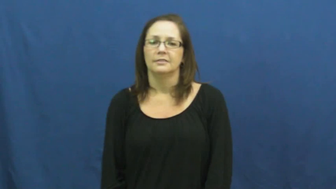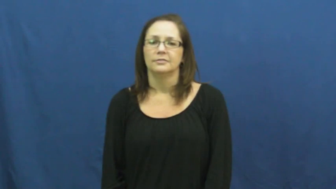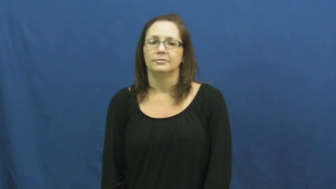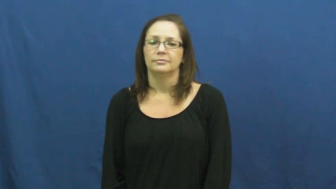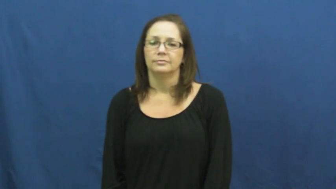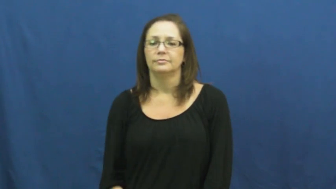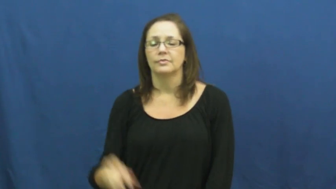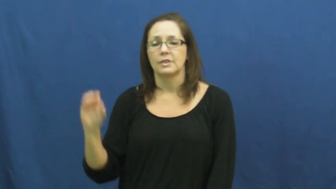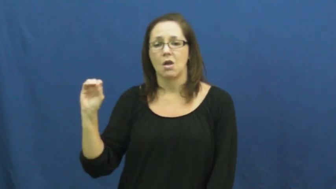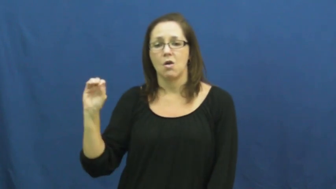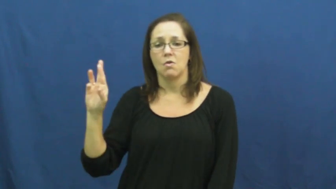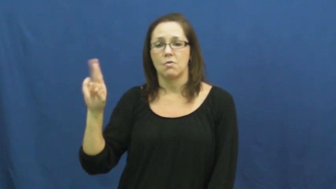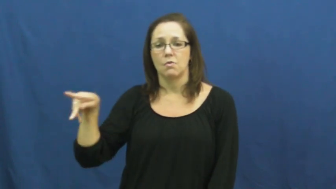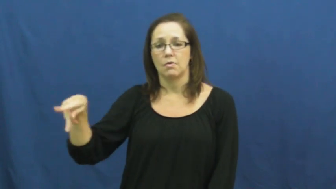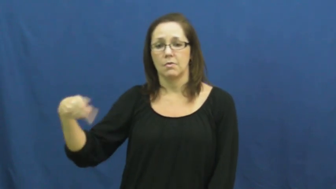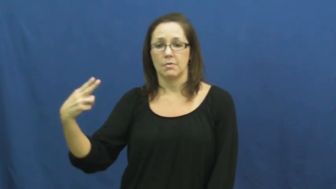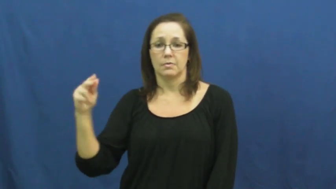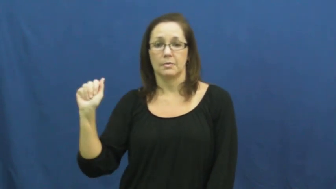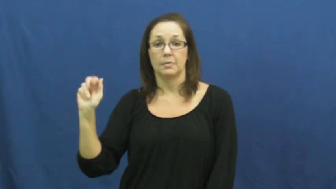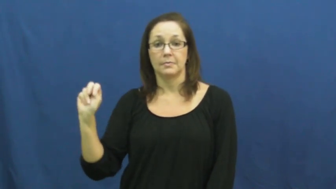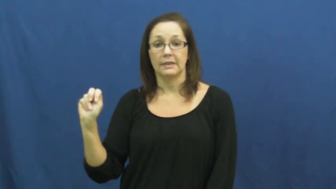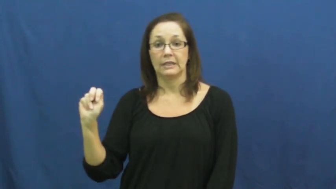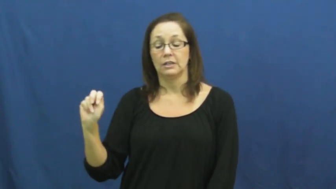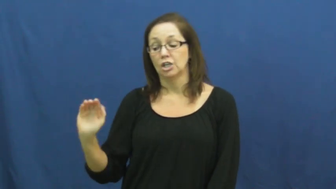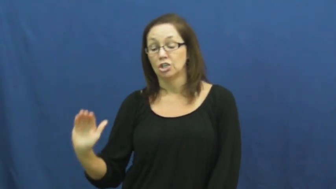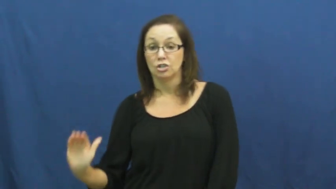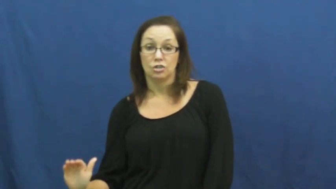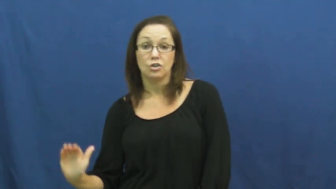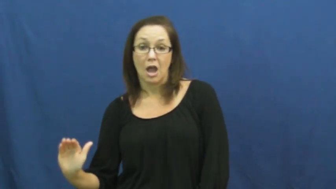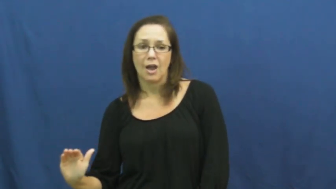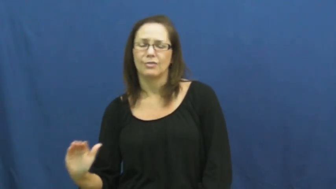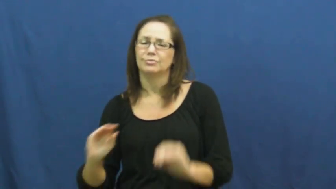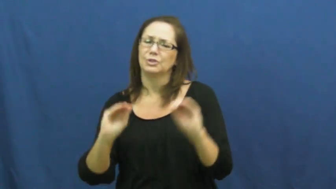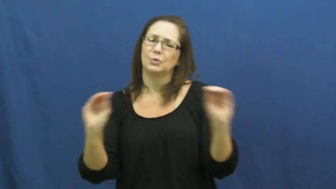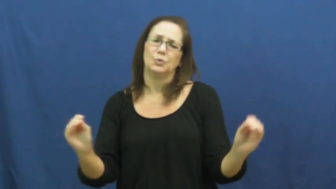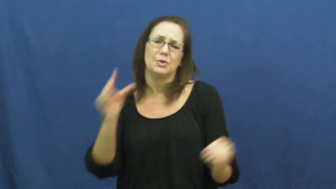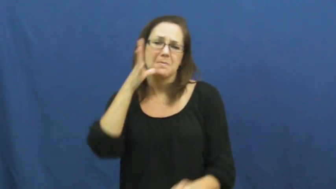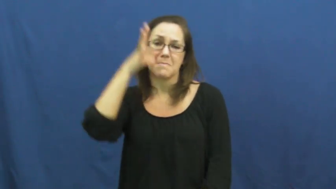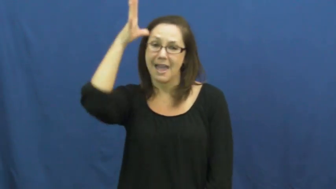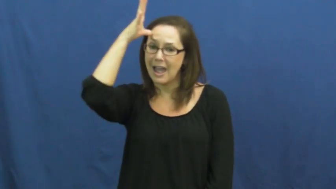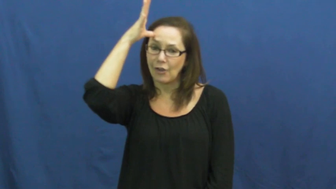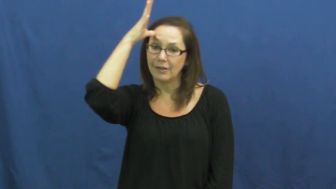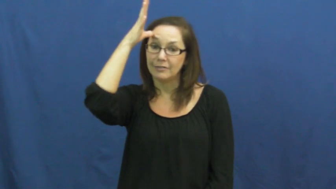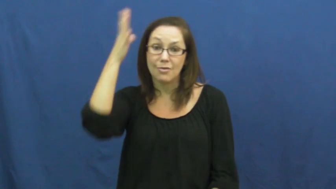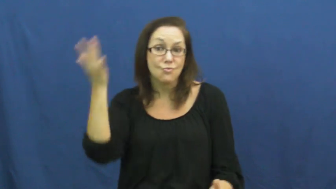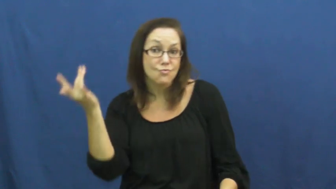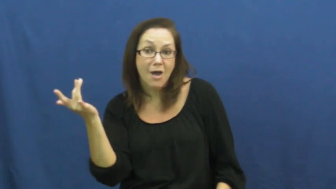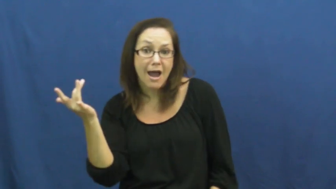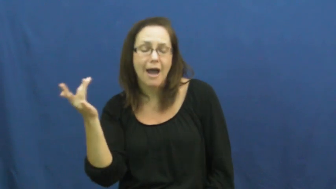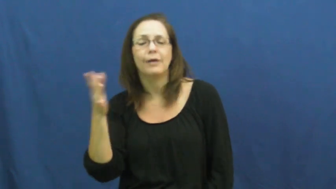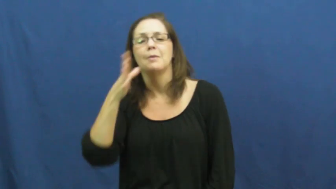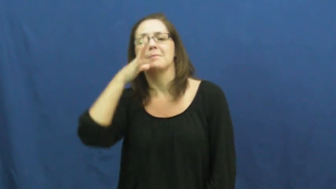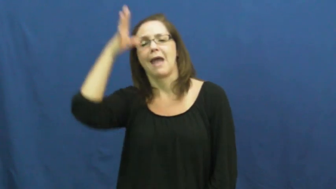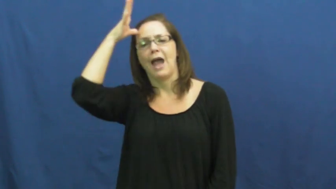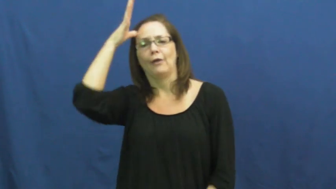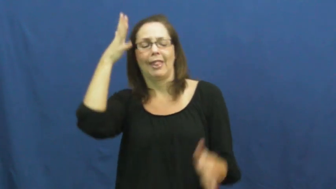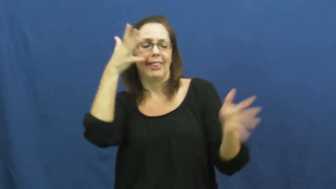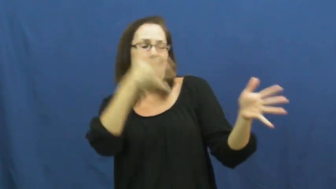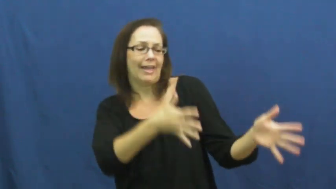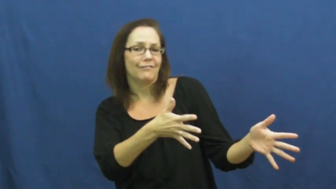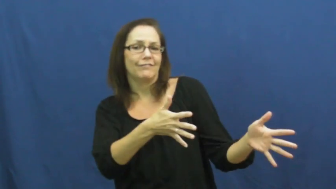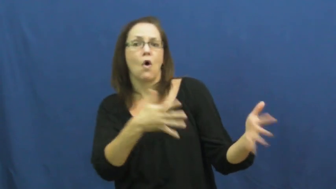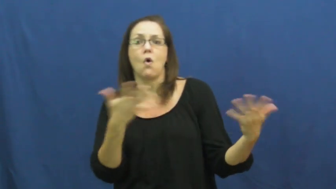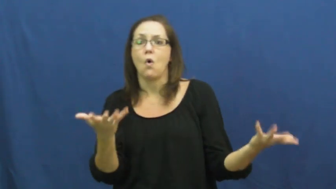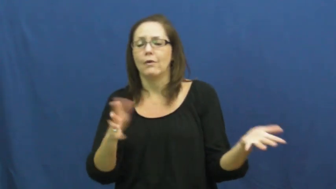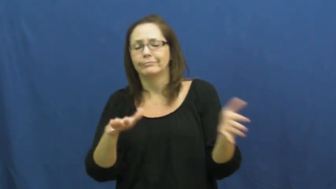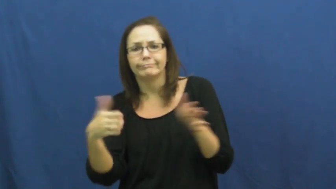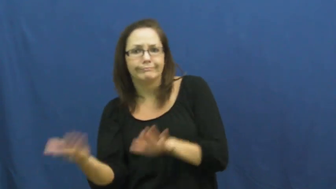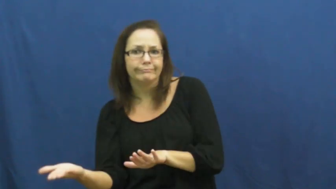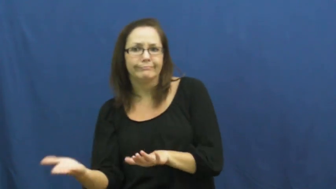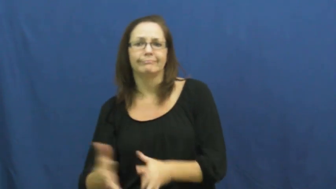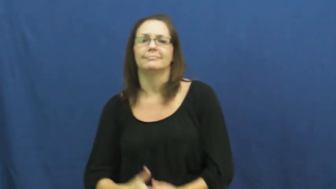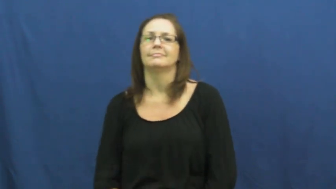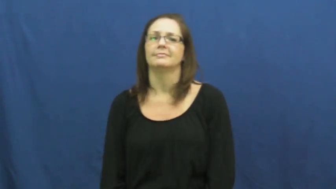orphan